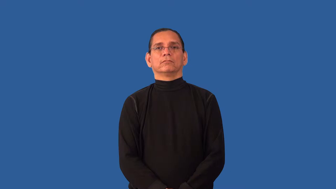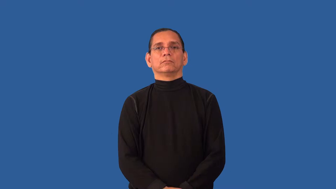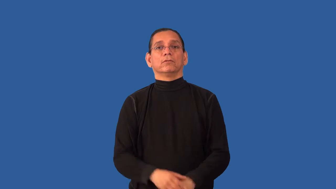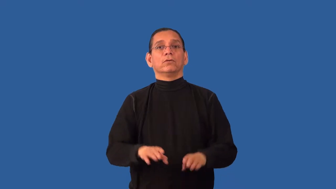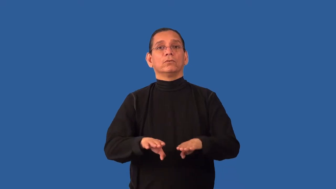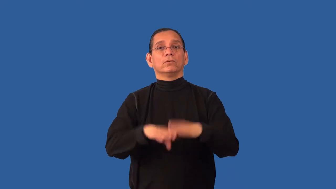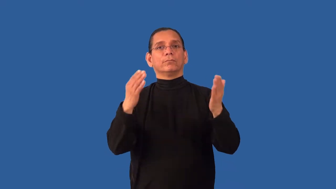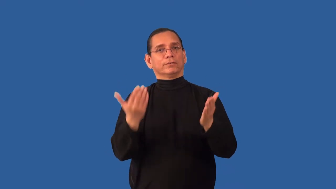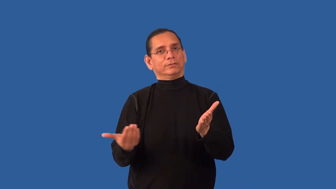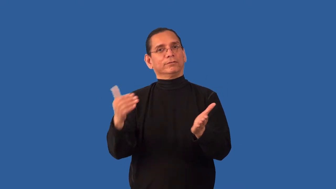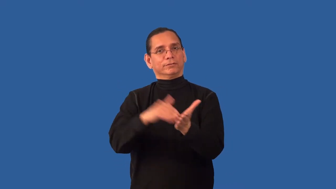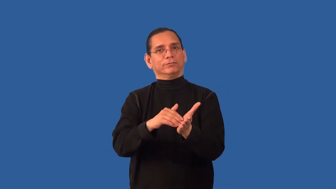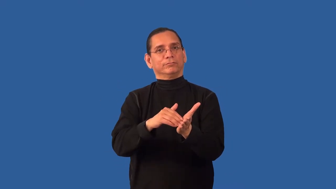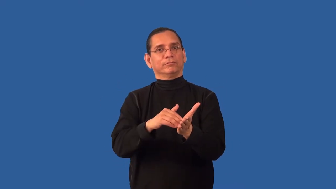reopen